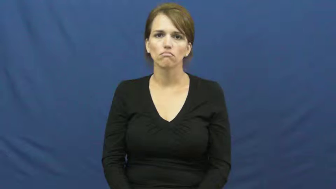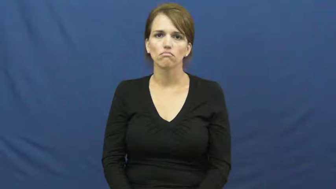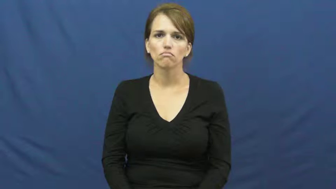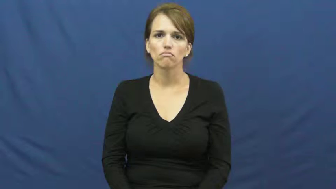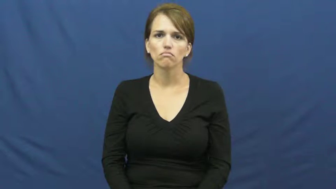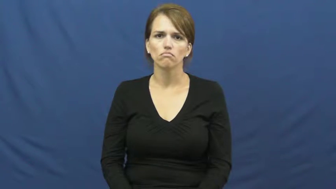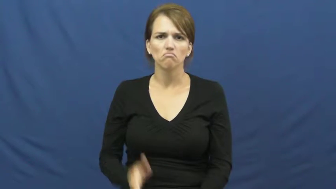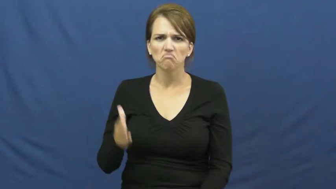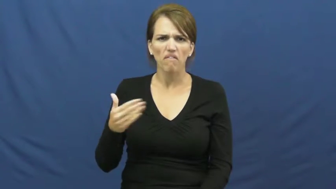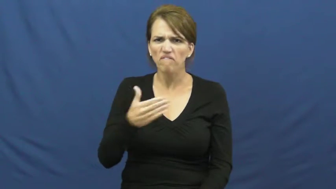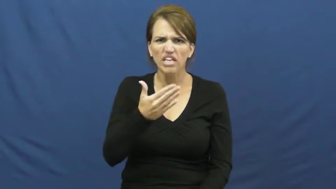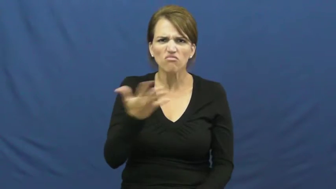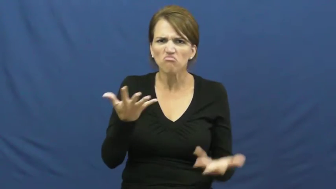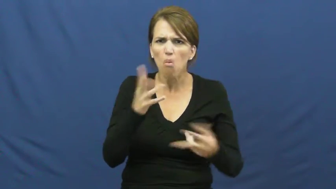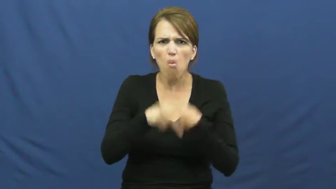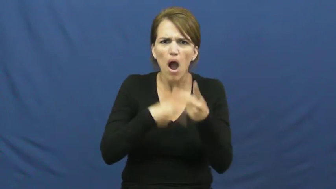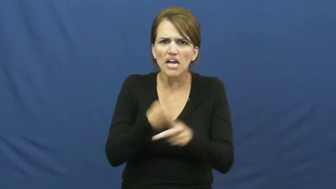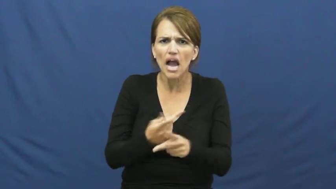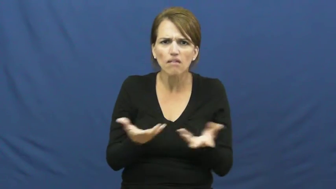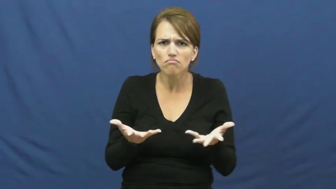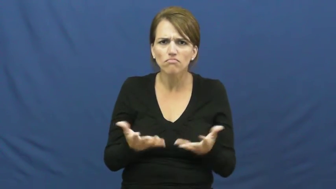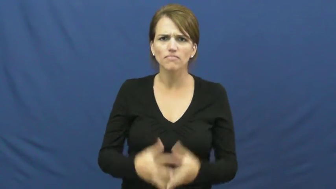kind of fish